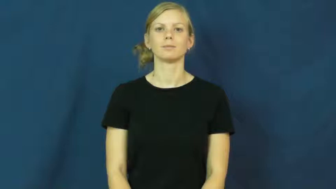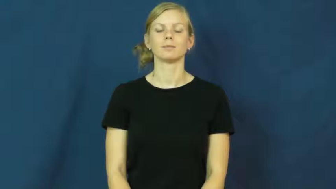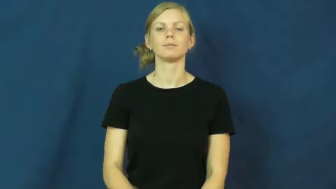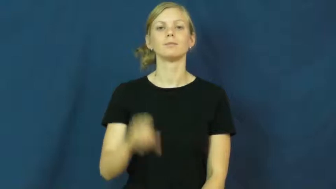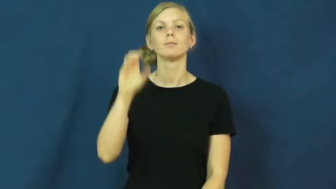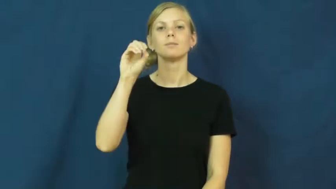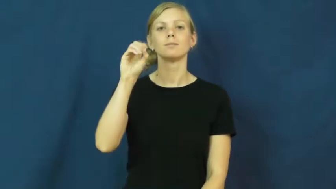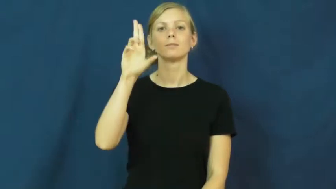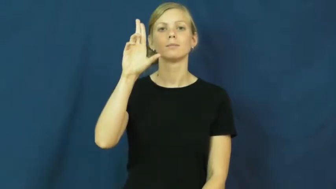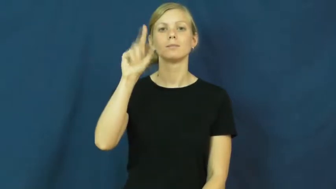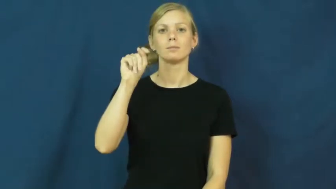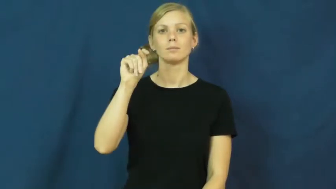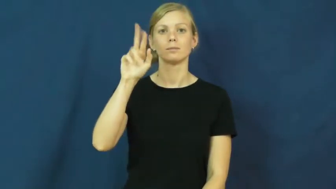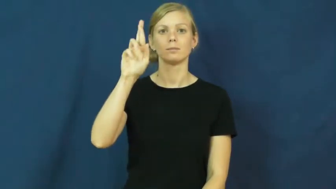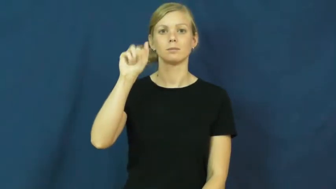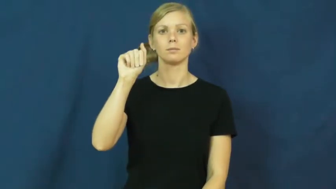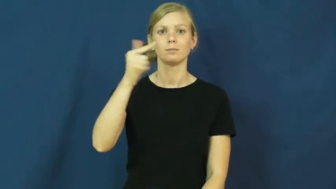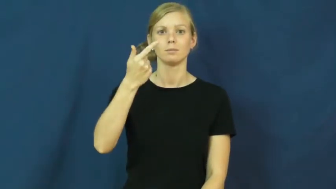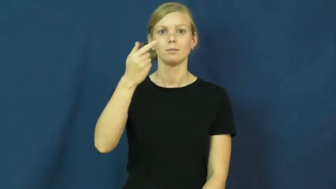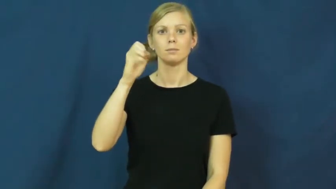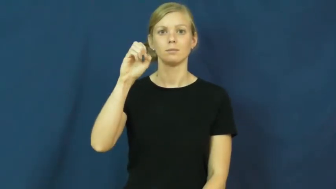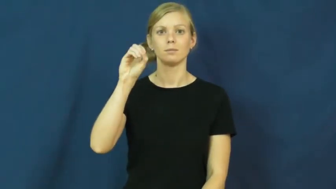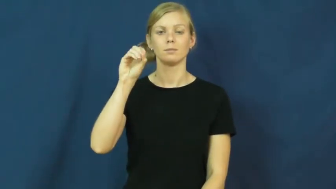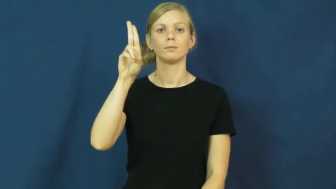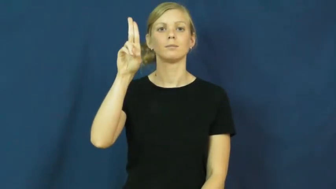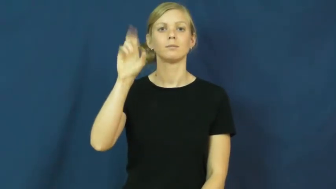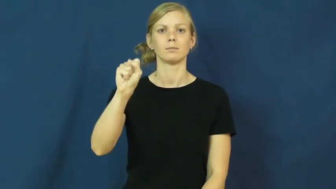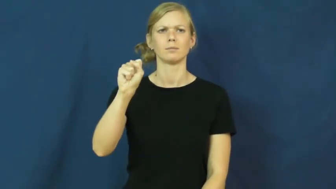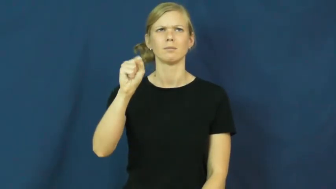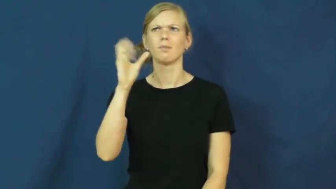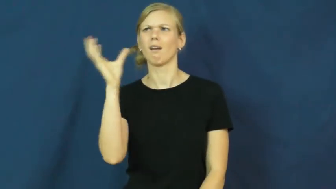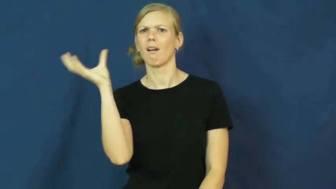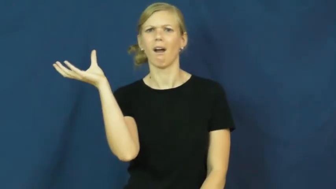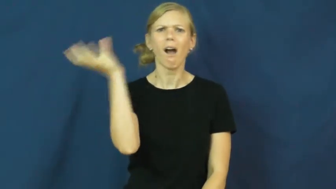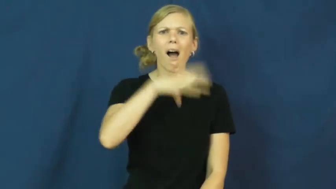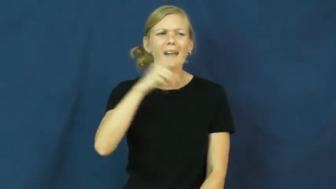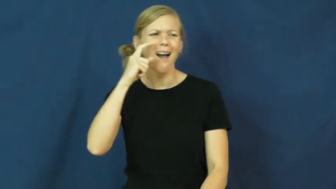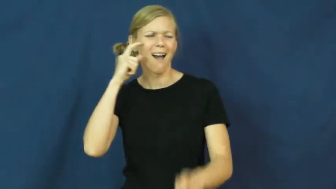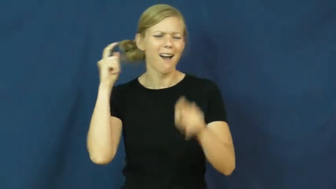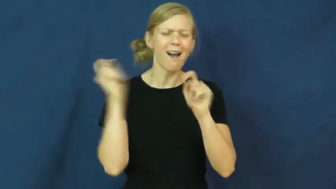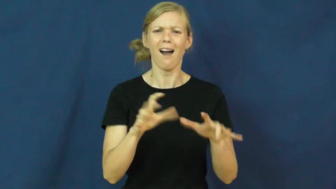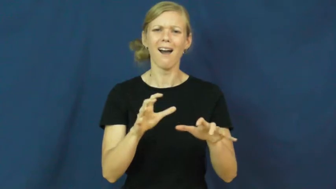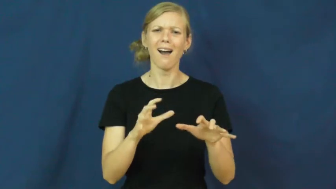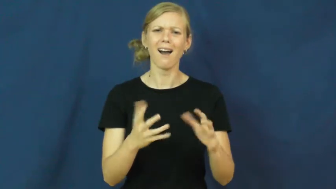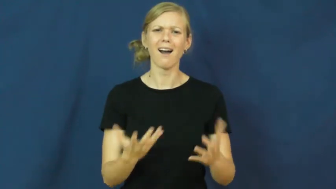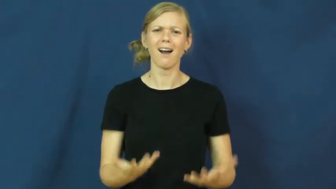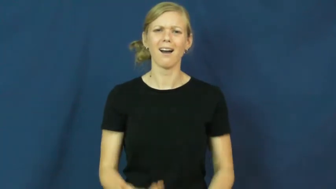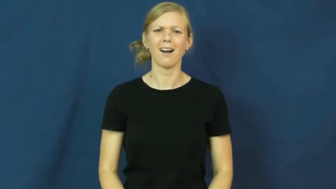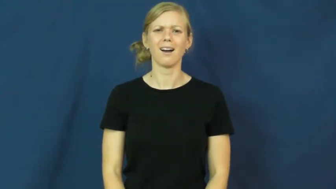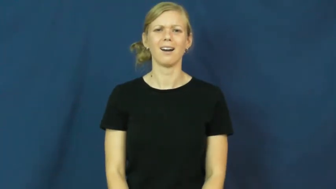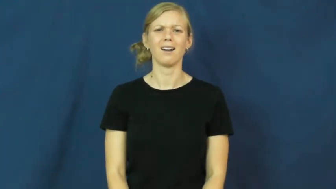outrageous